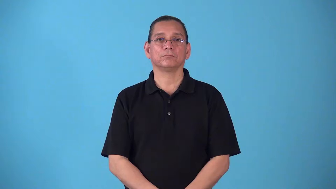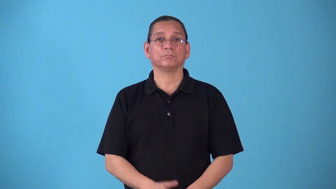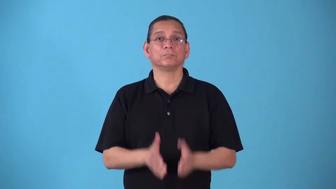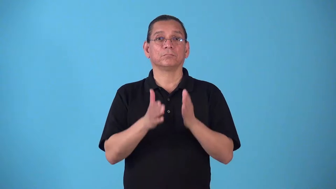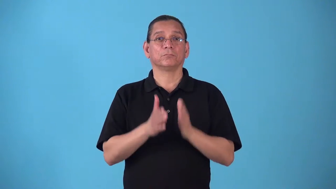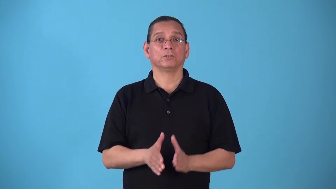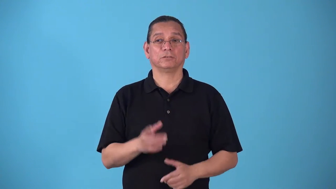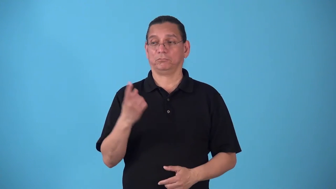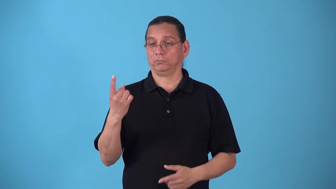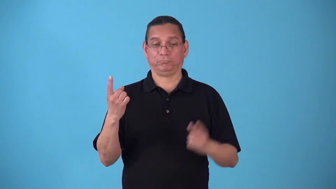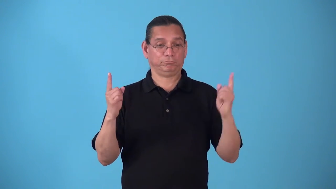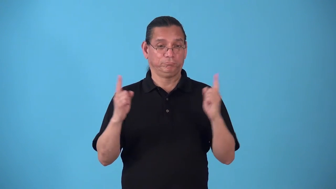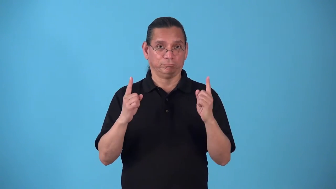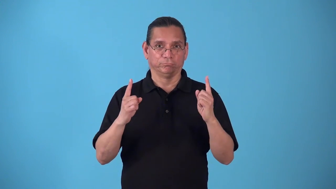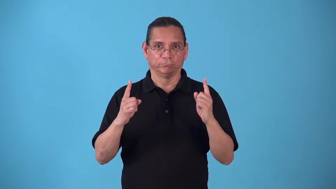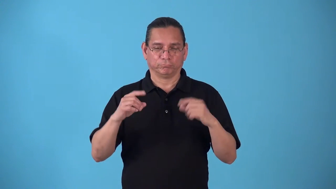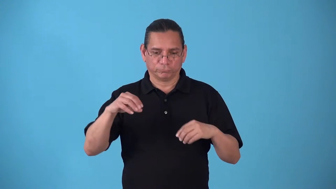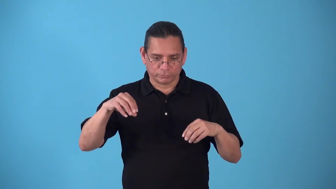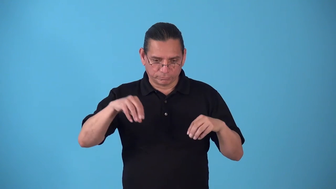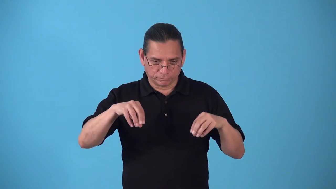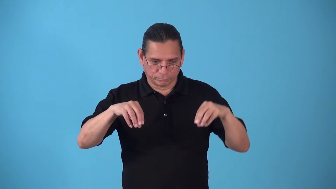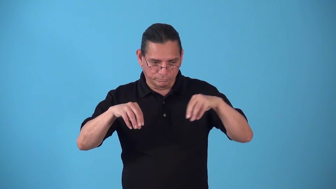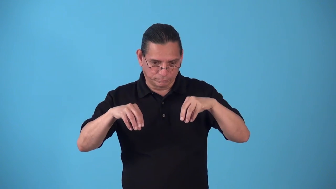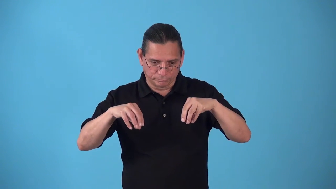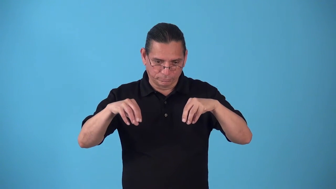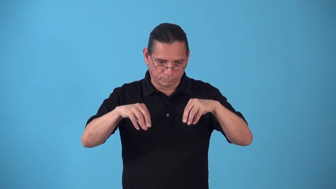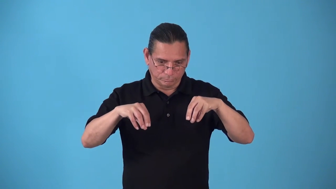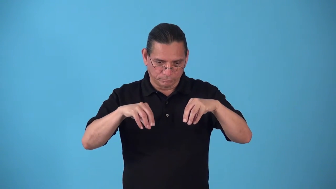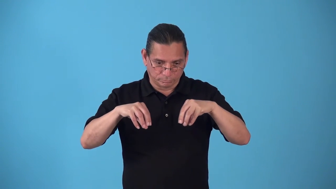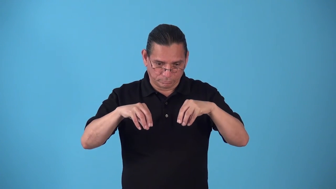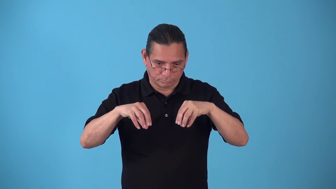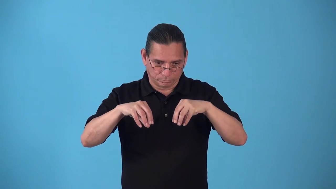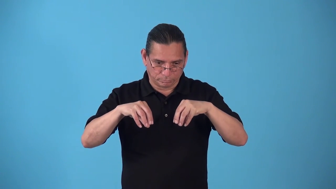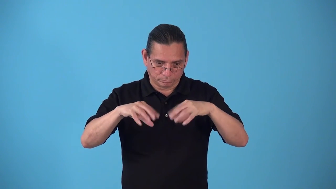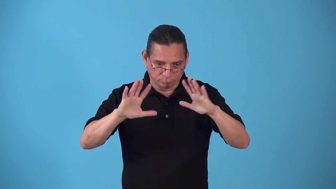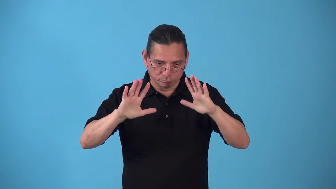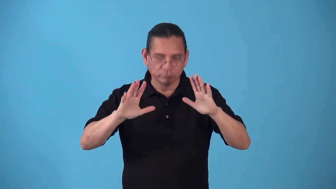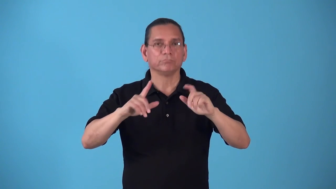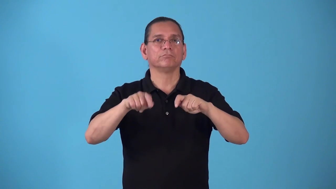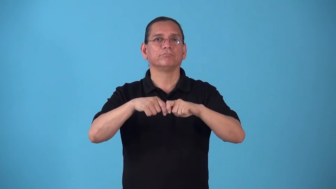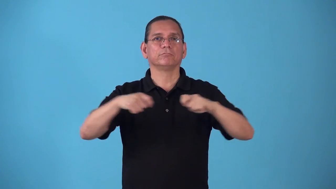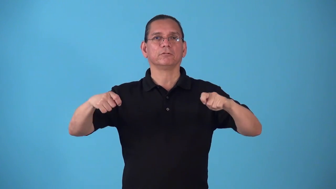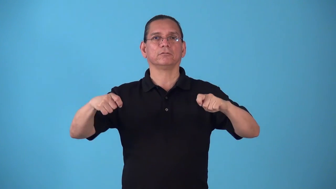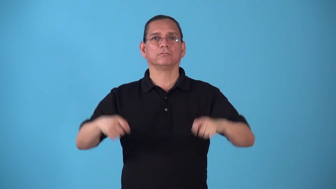stalemate